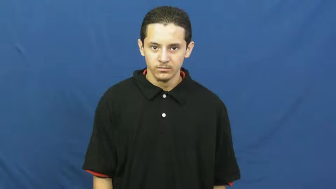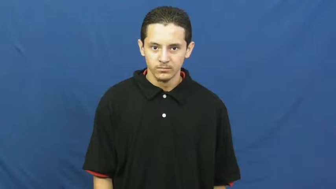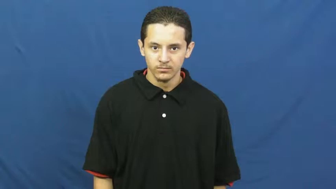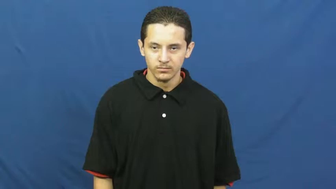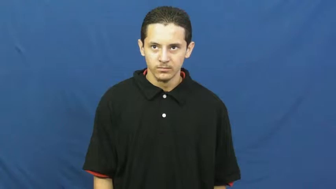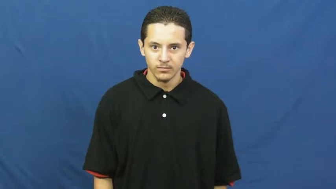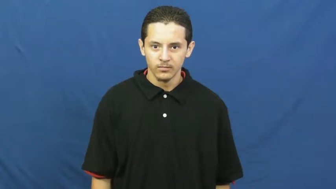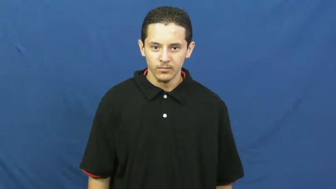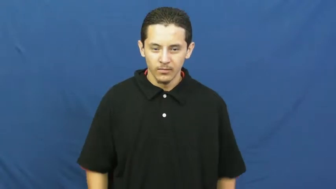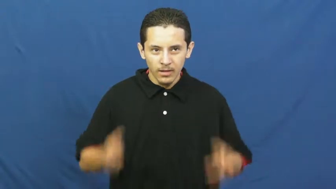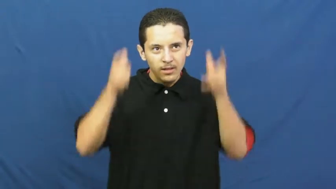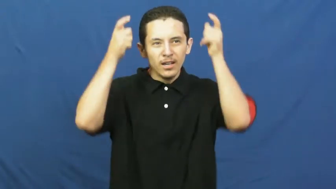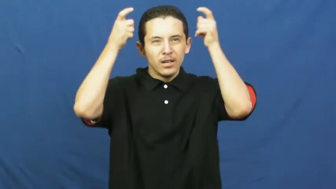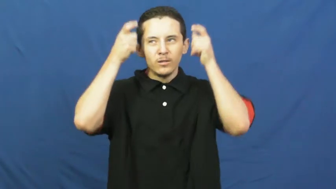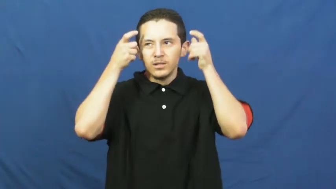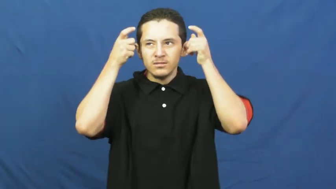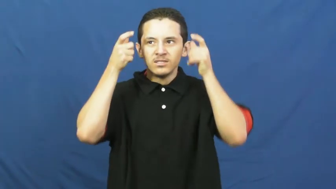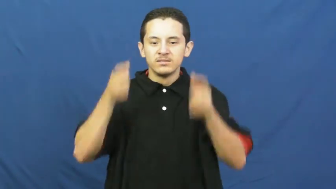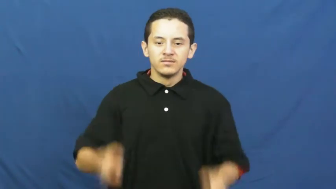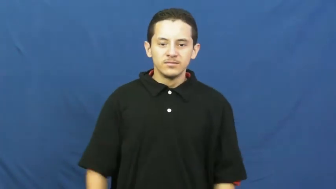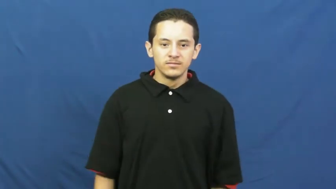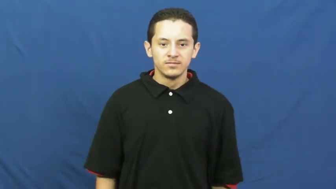crown,coronet